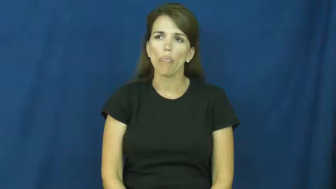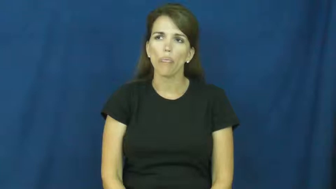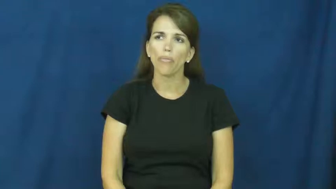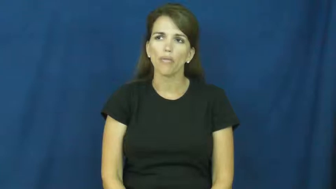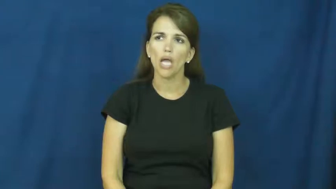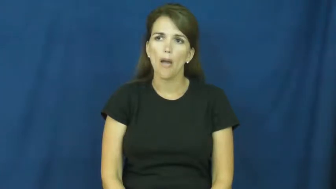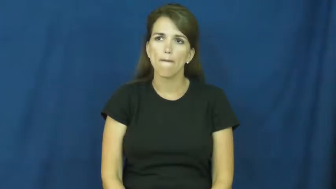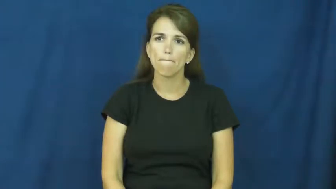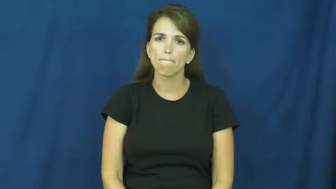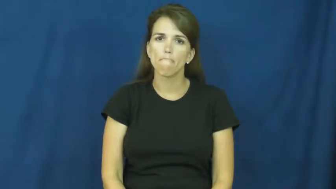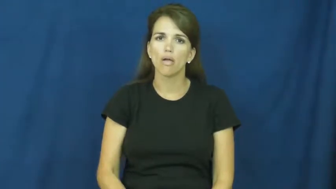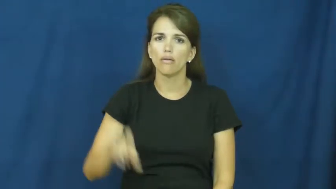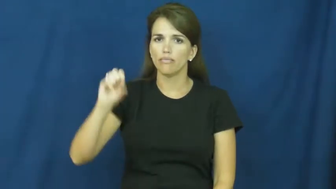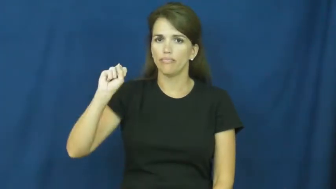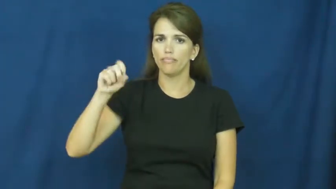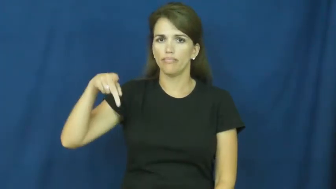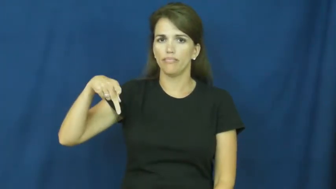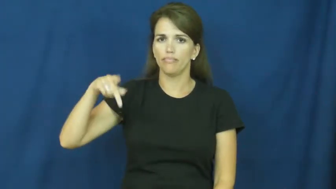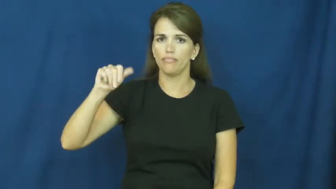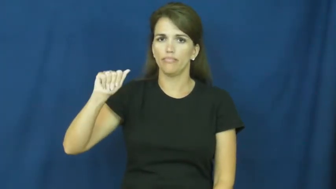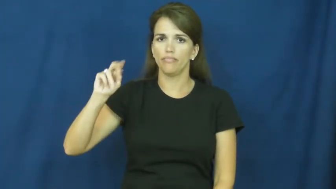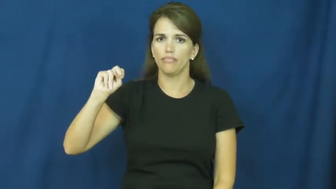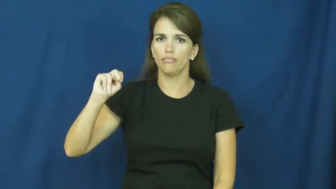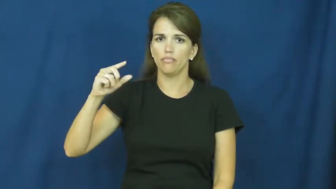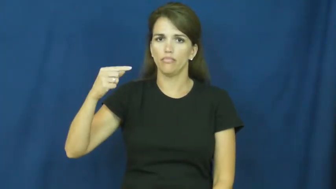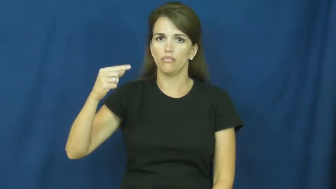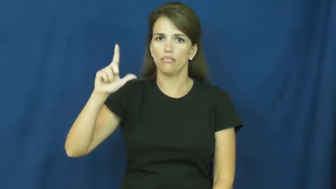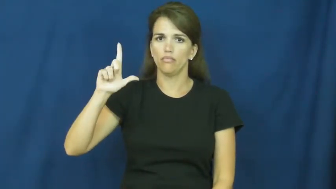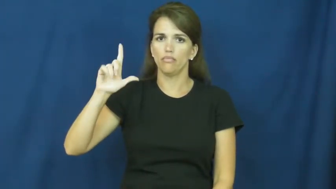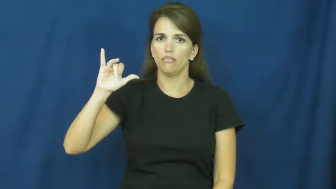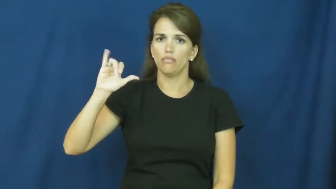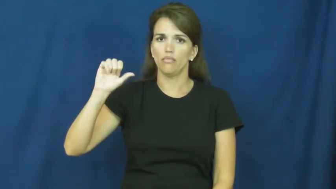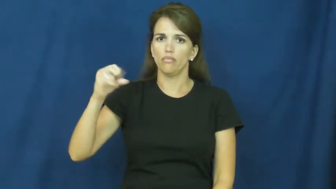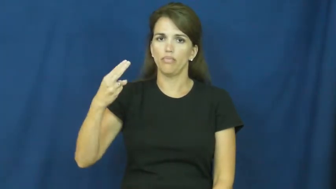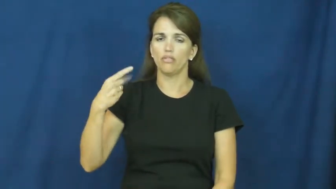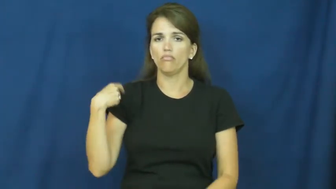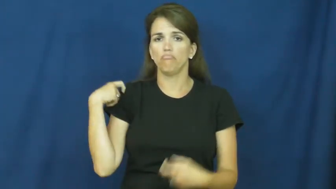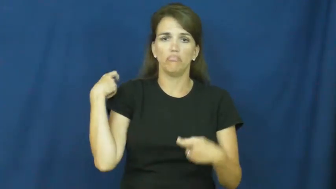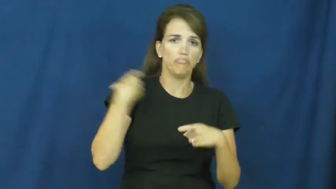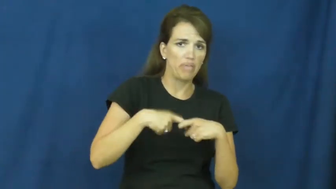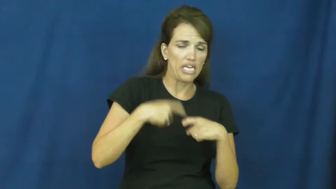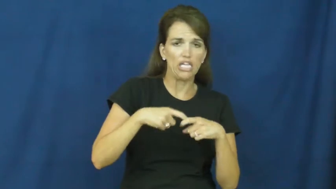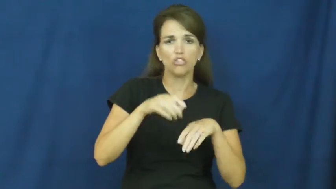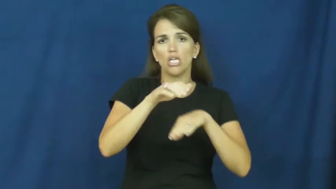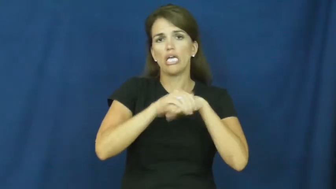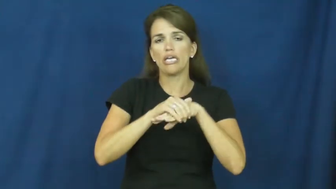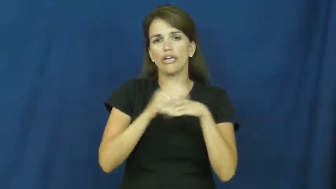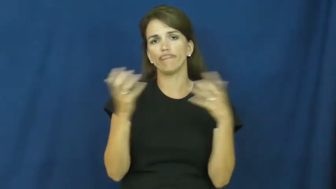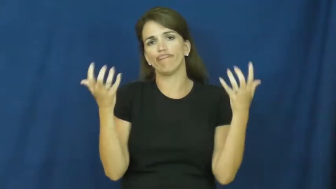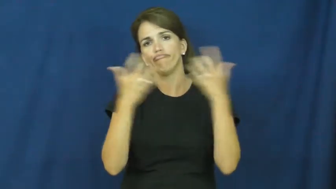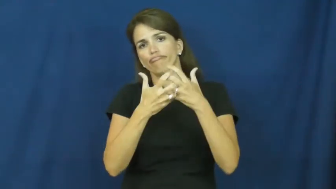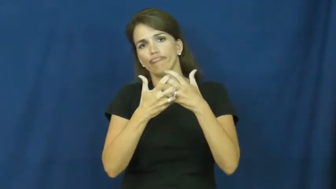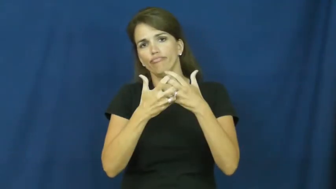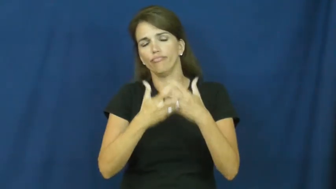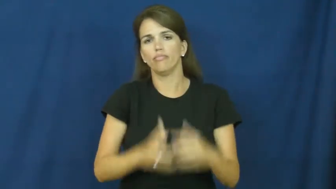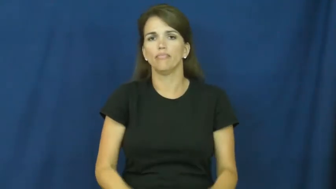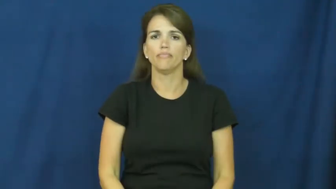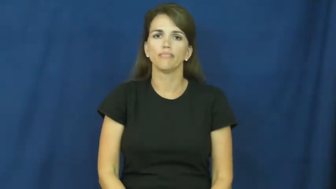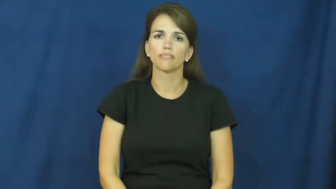spanglish